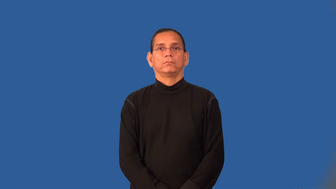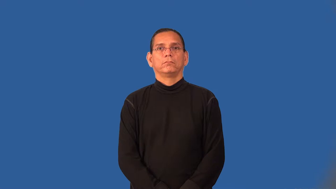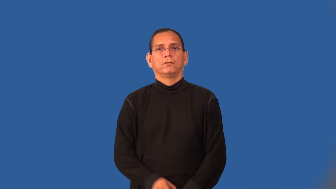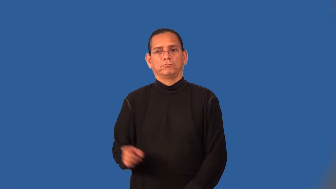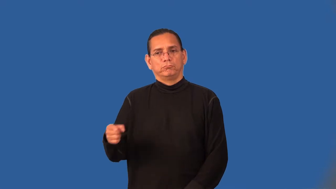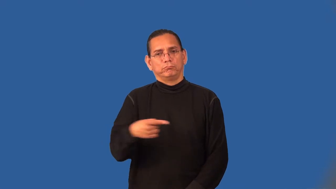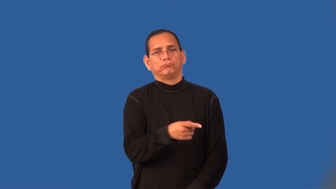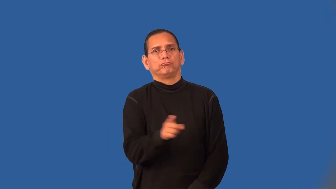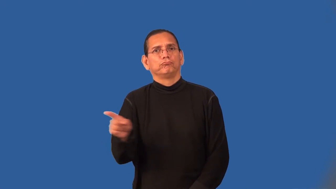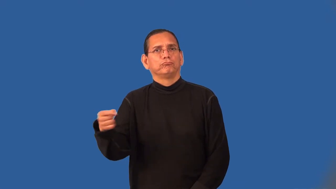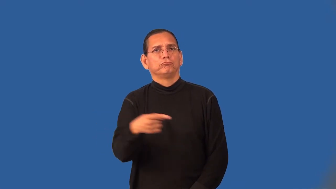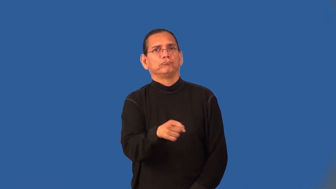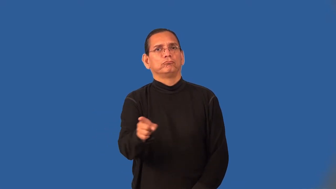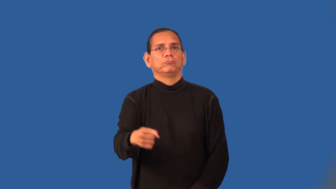twisty